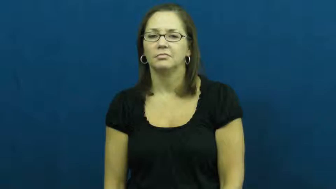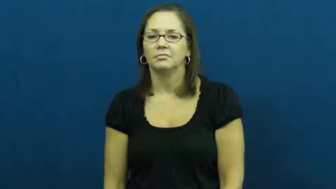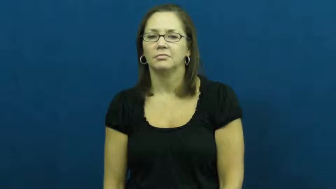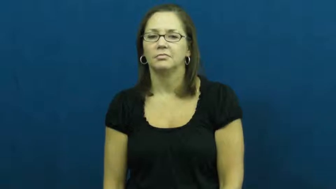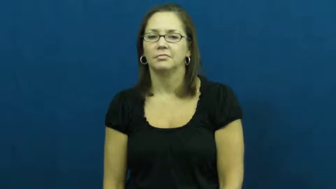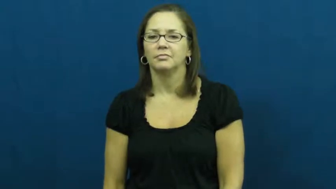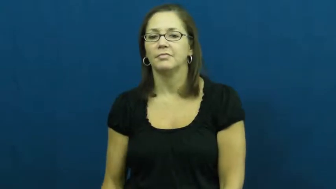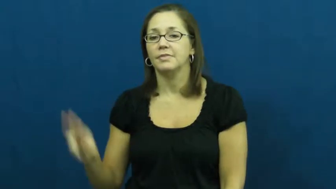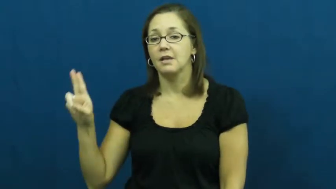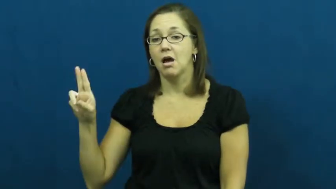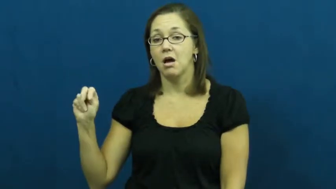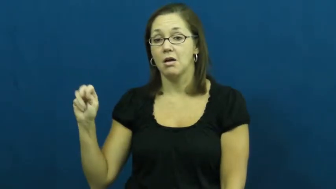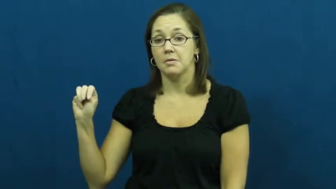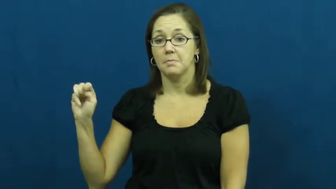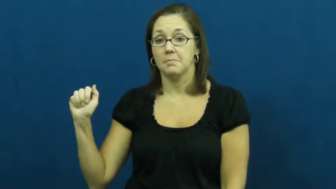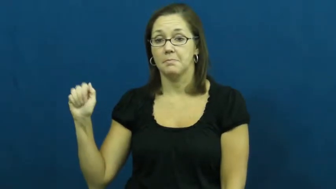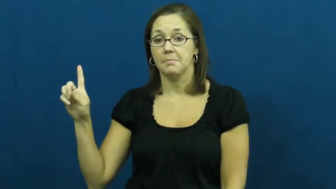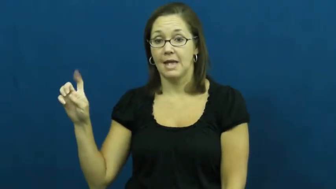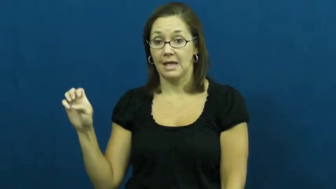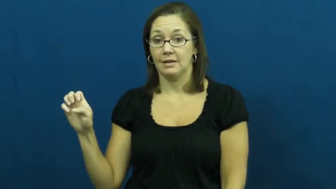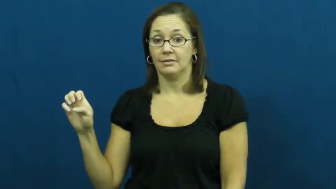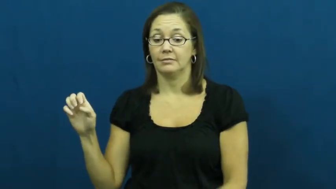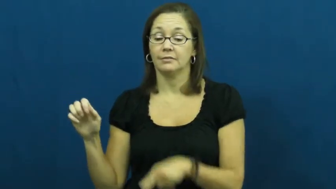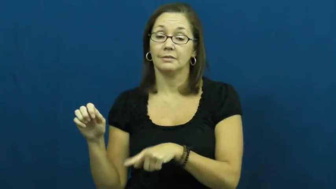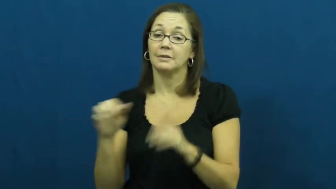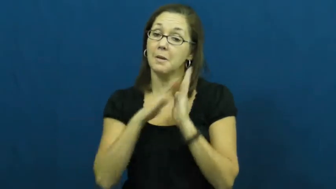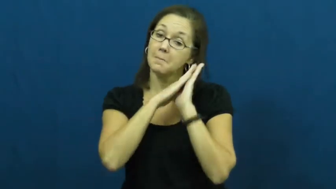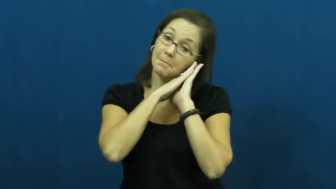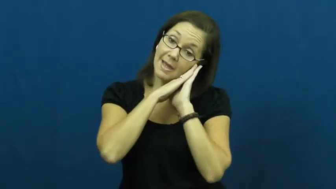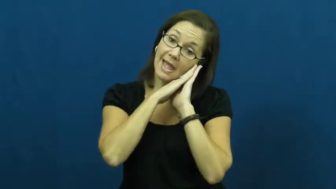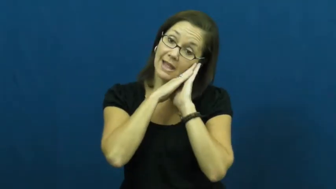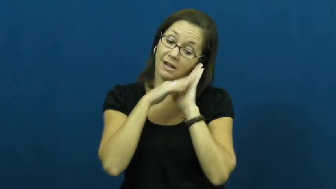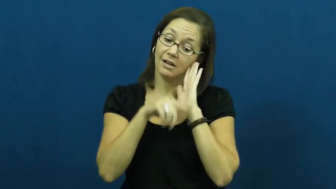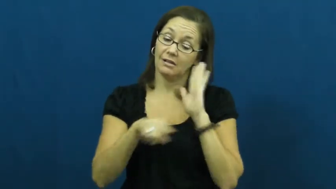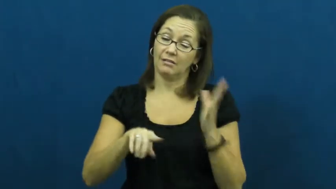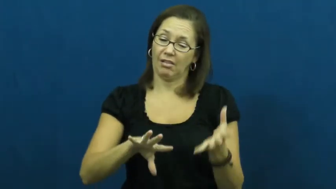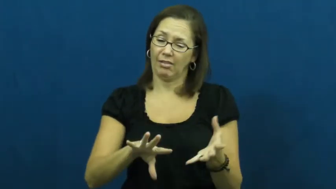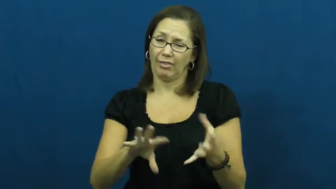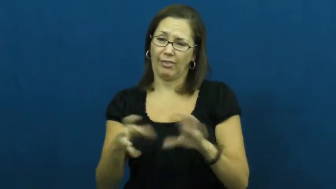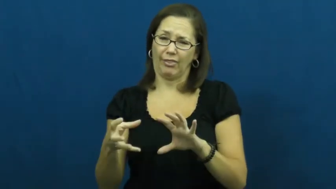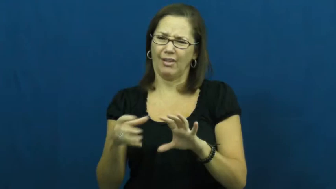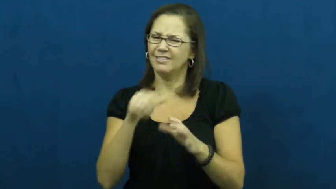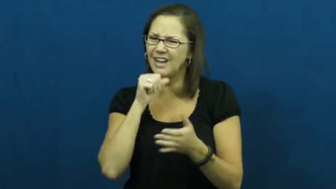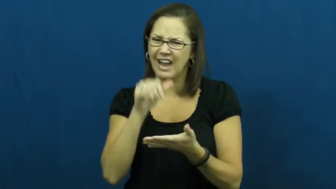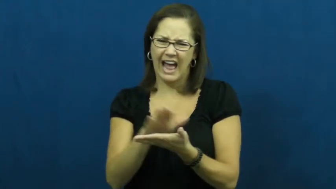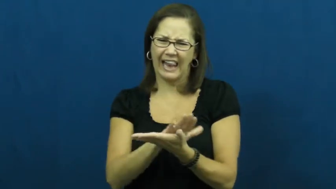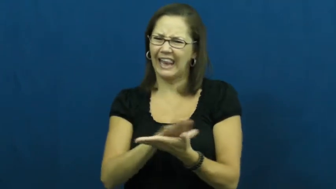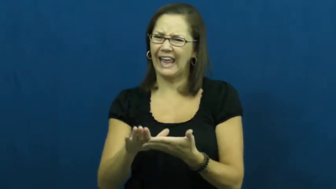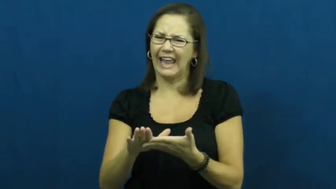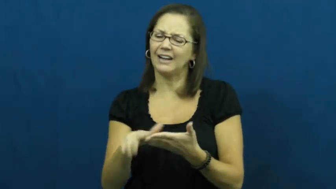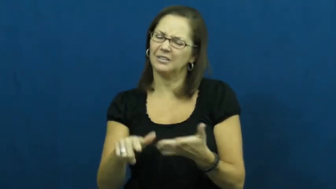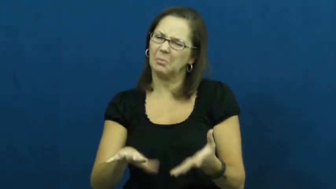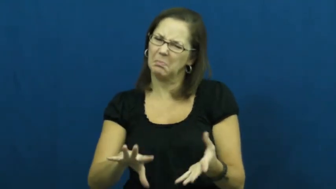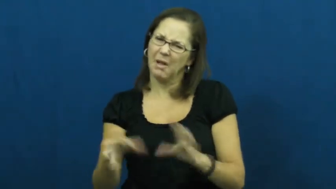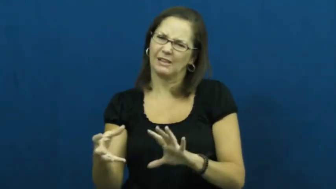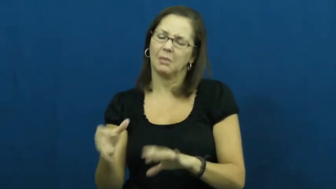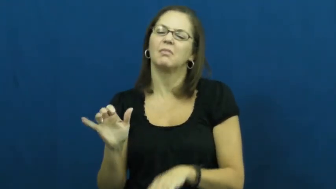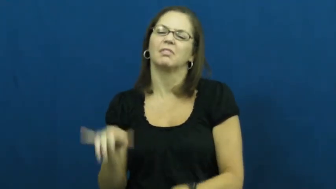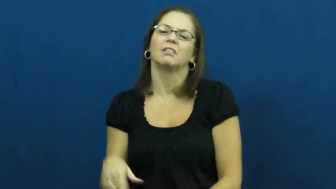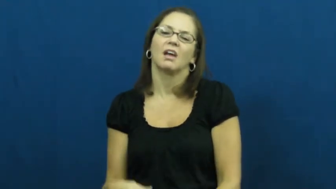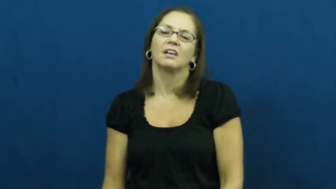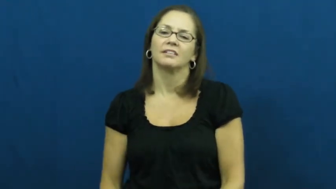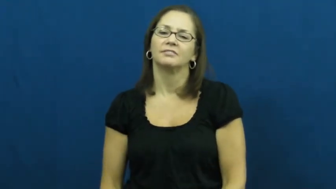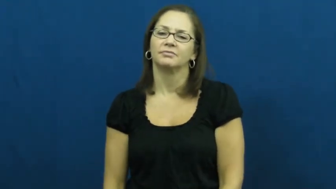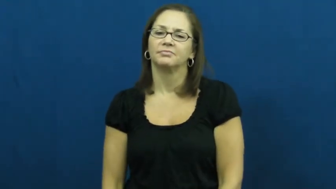unmade